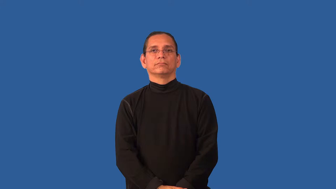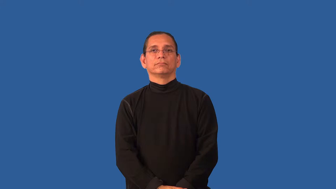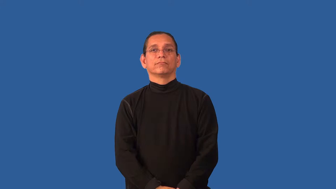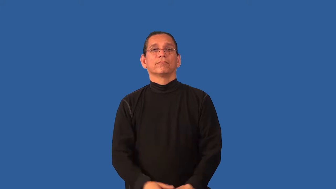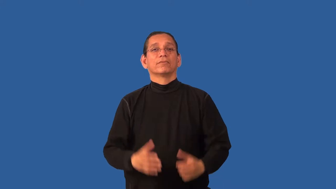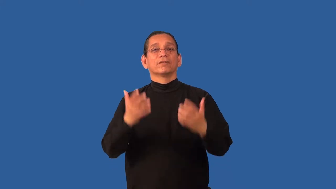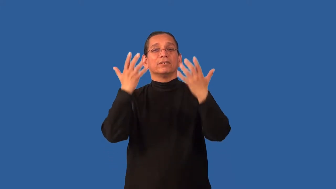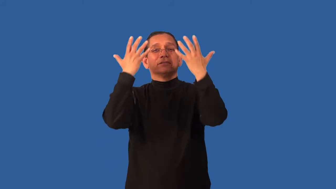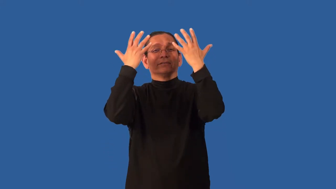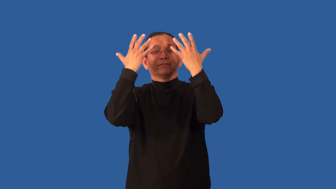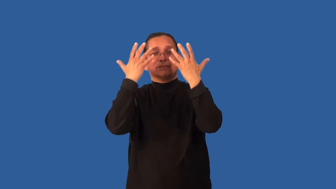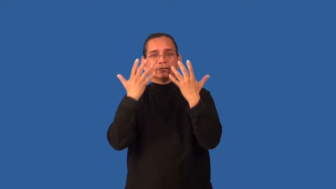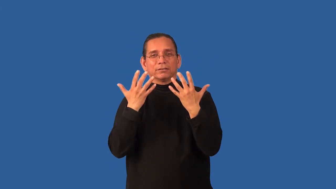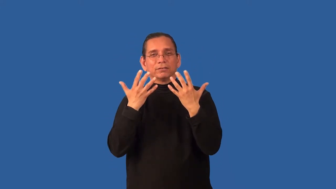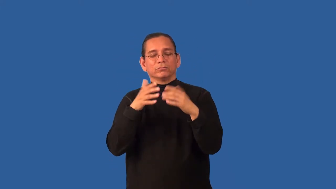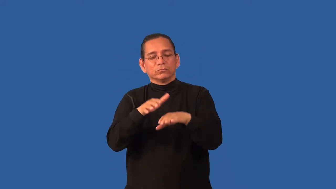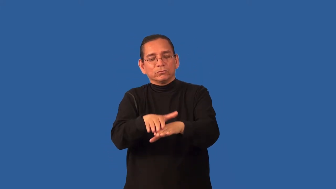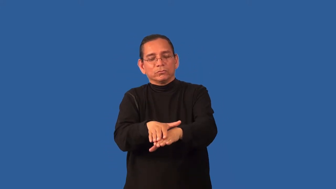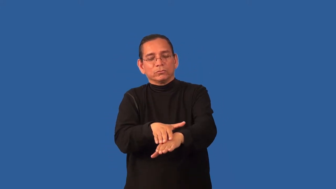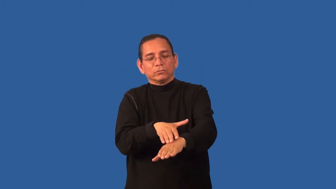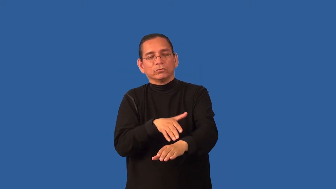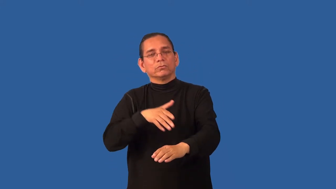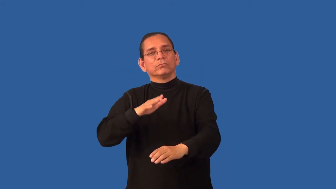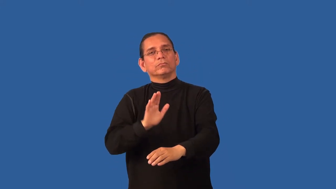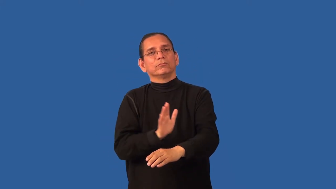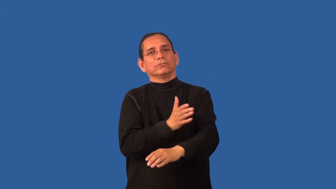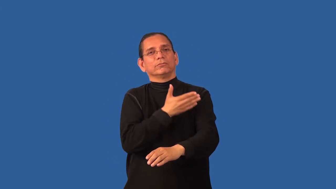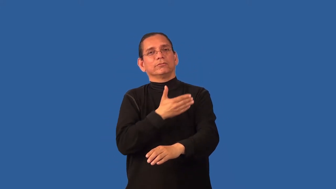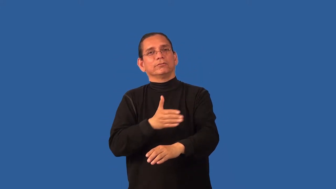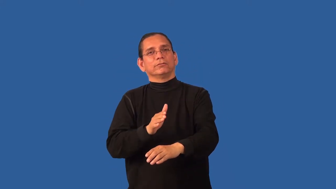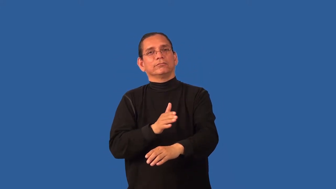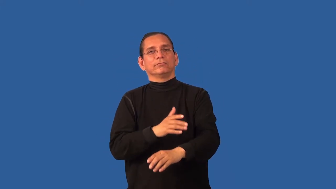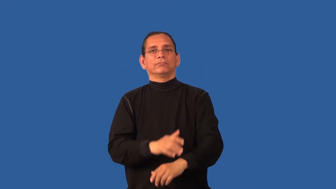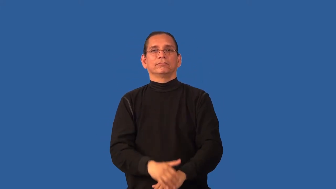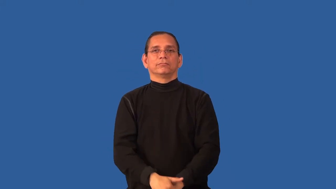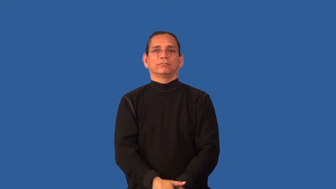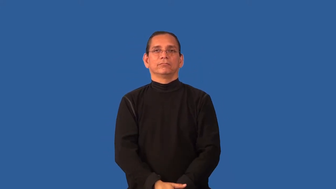bluesy